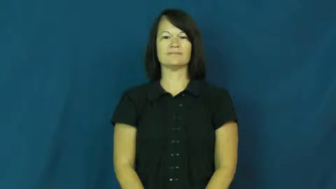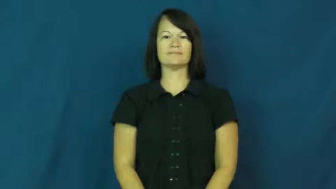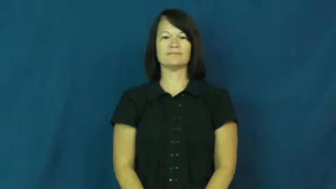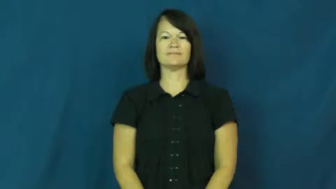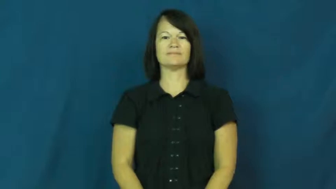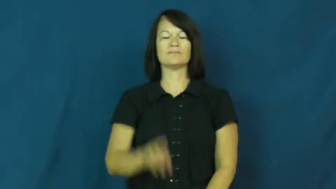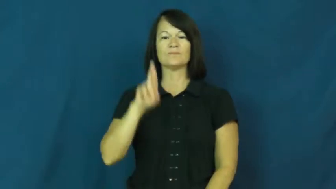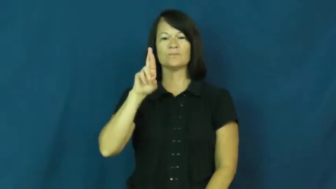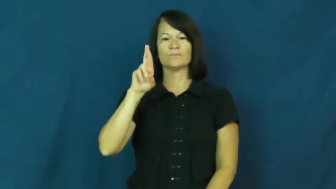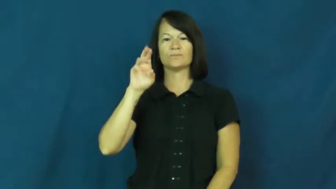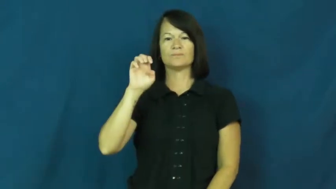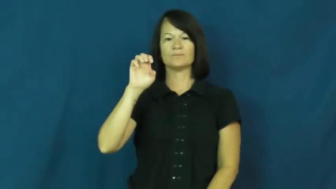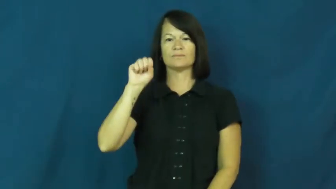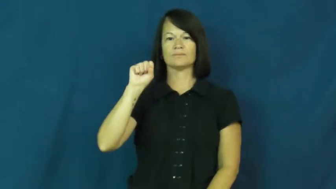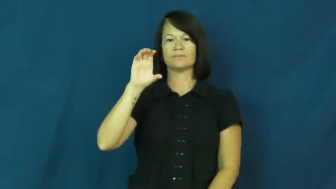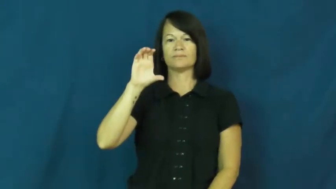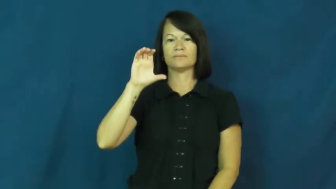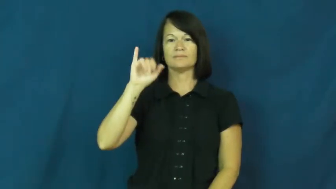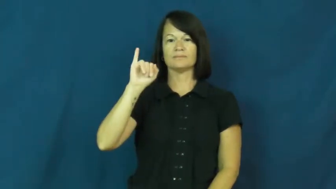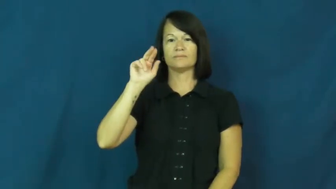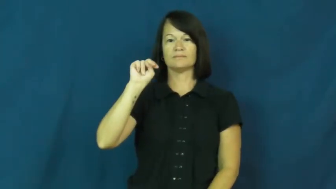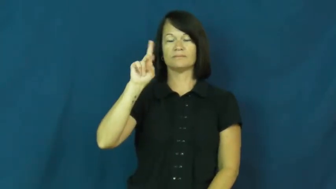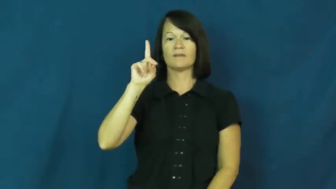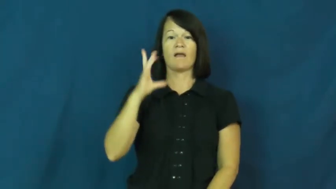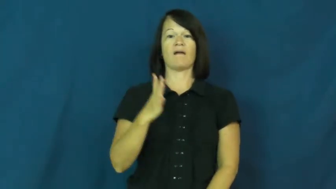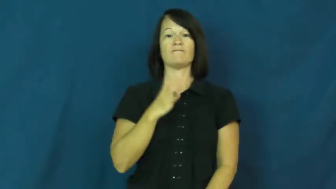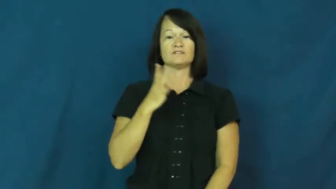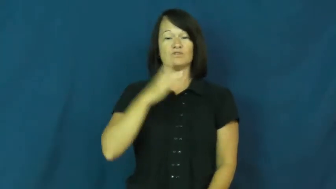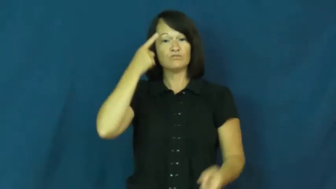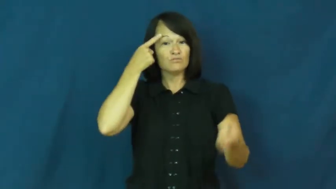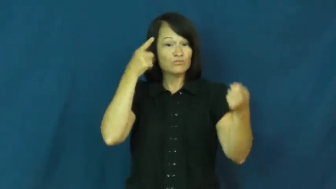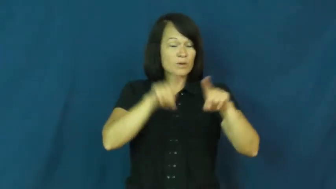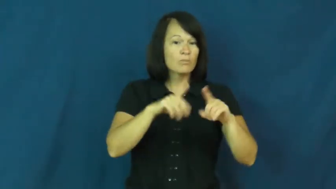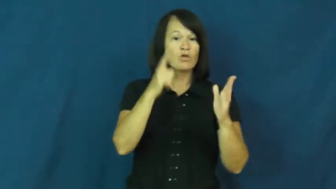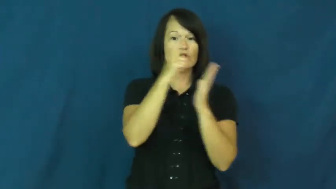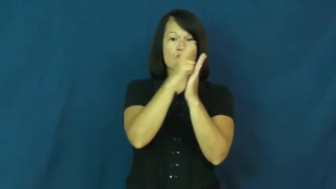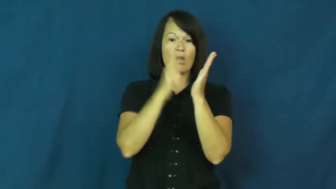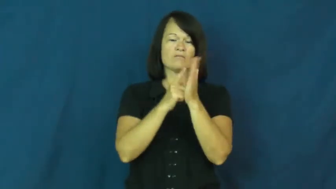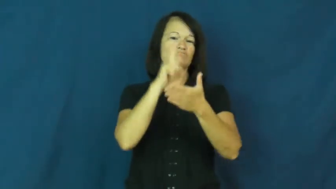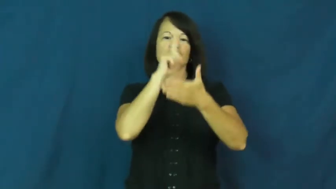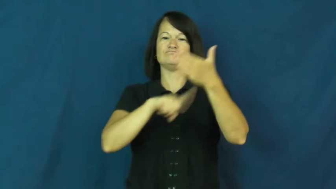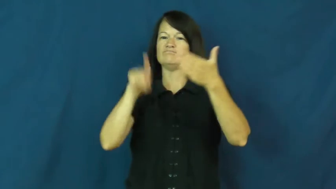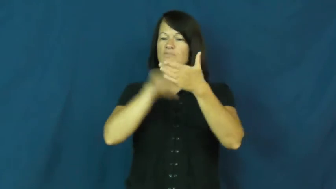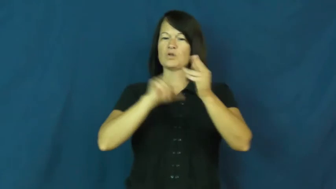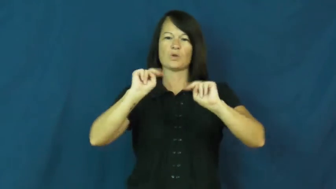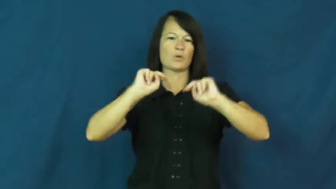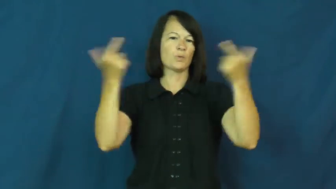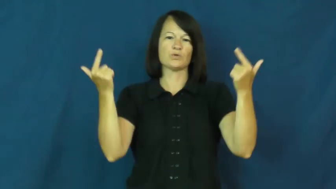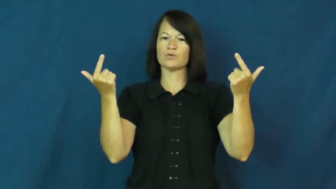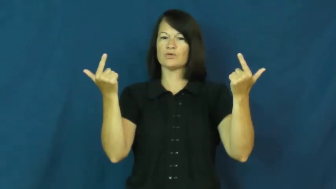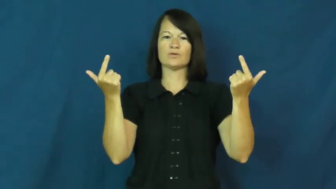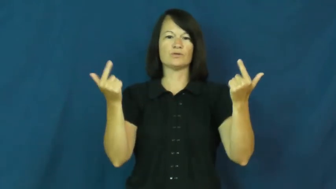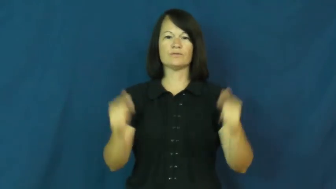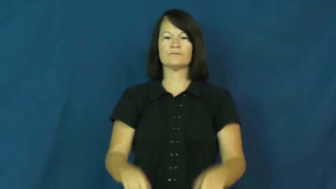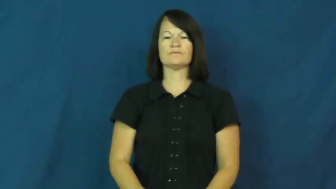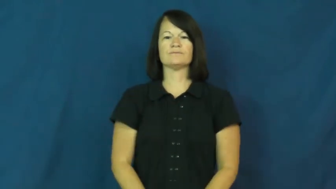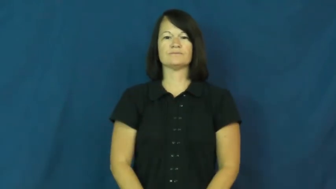rescind